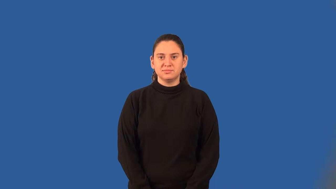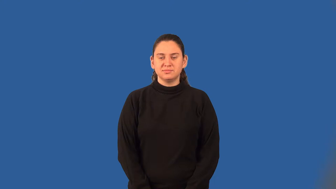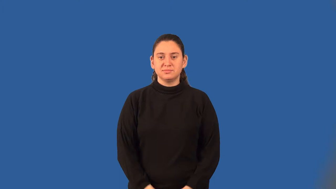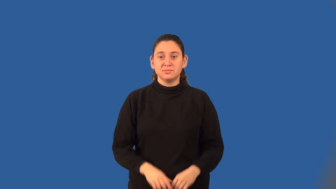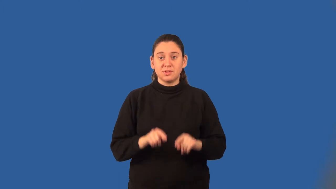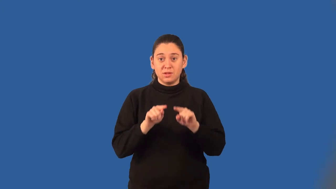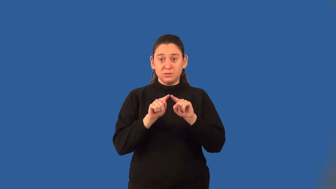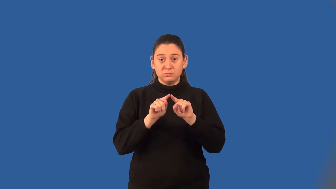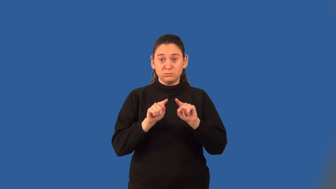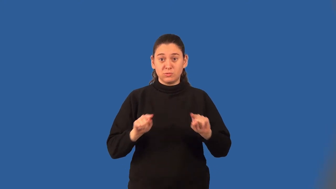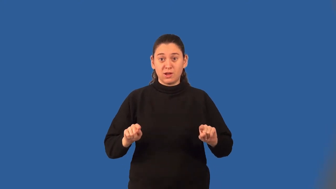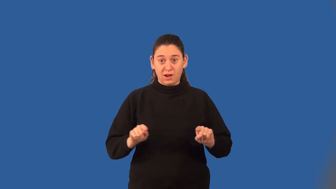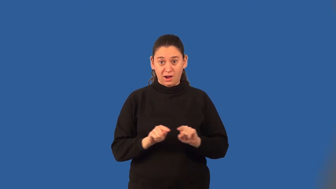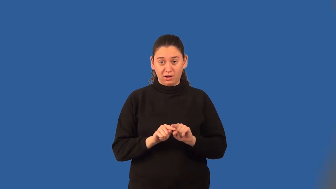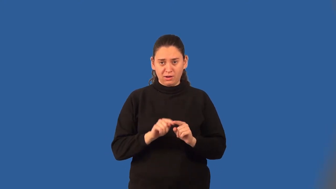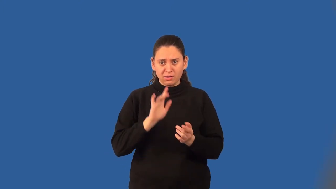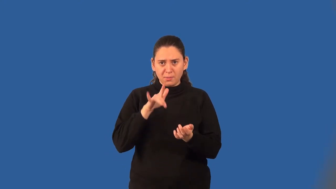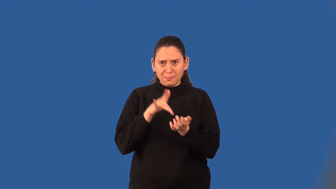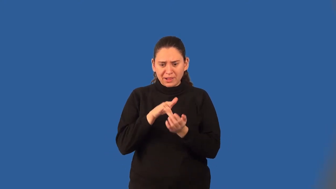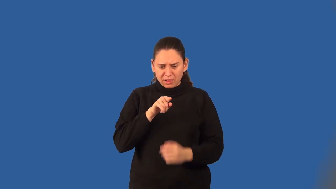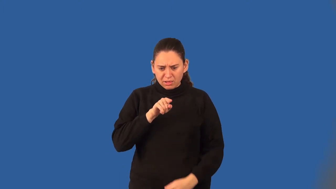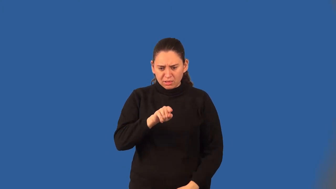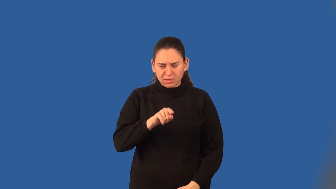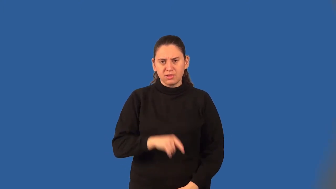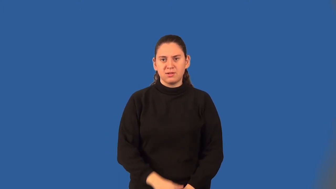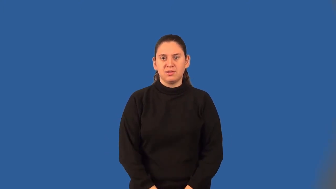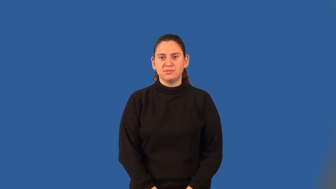circumcenter